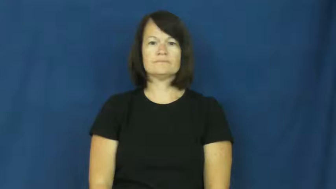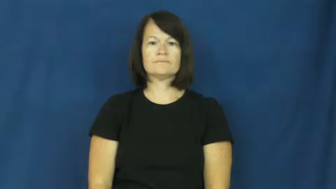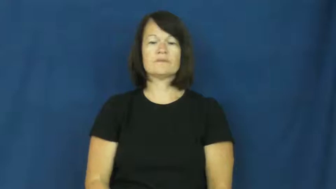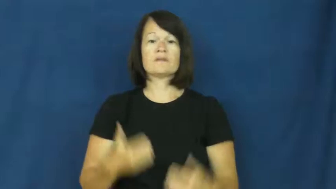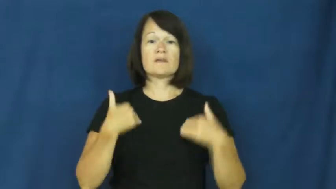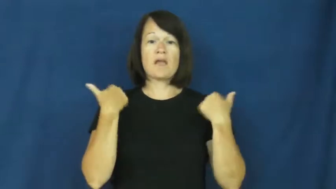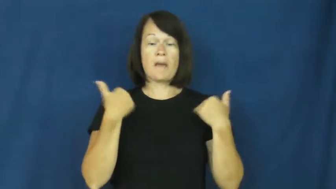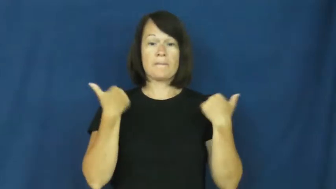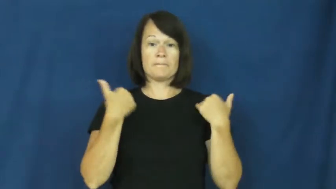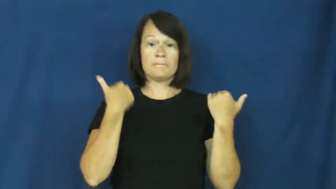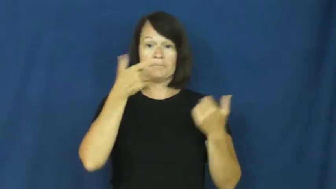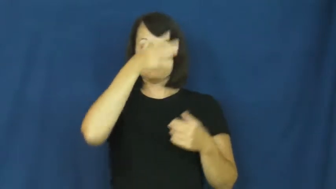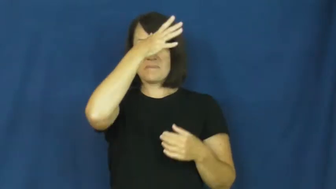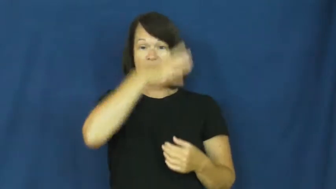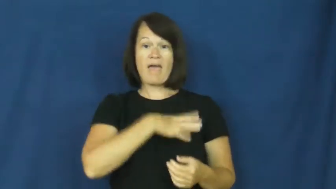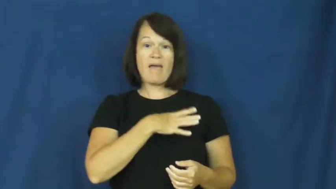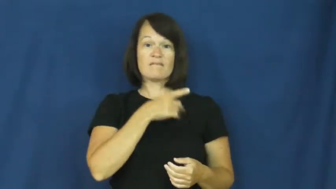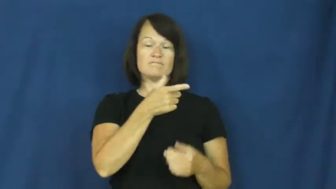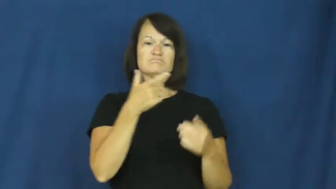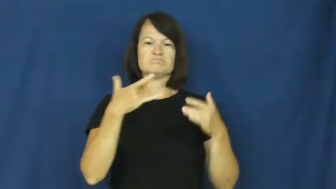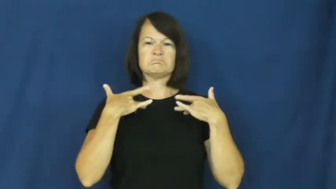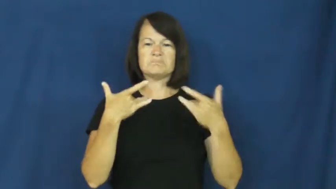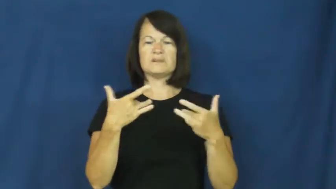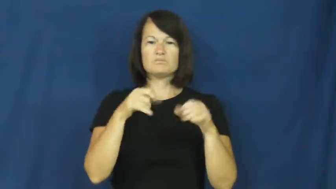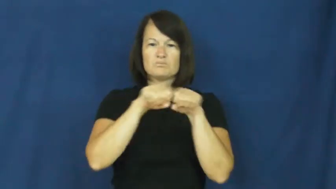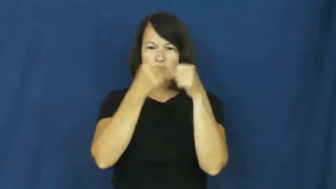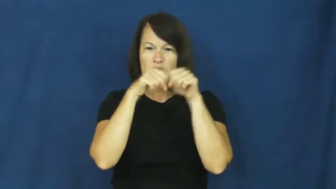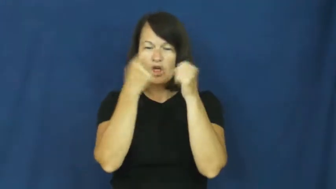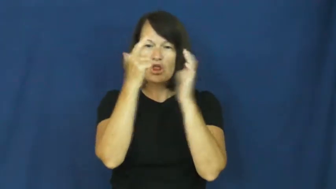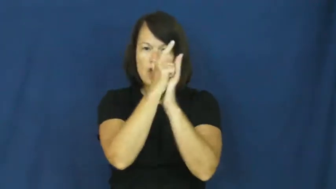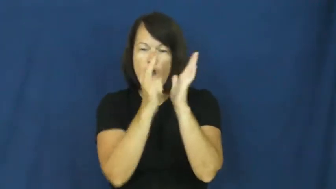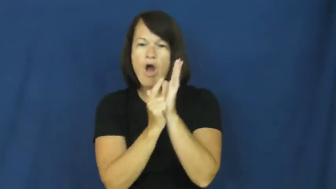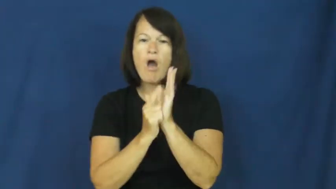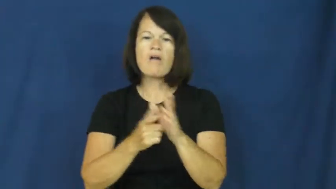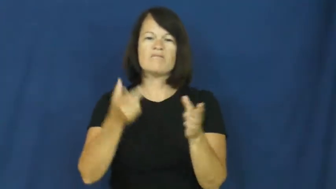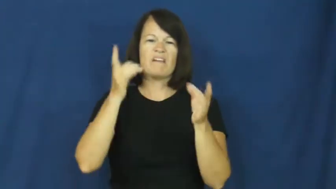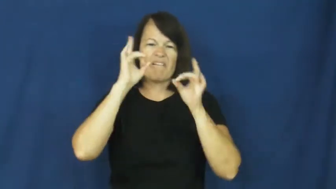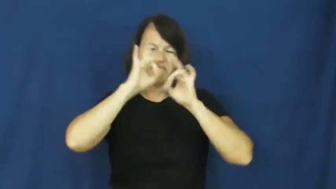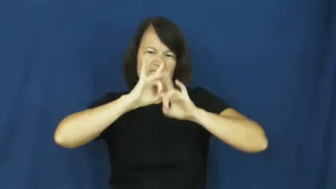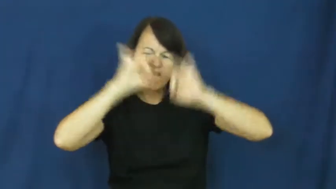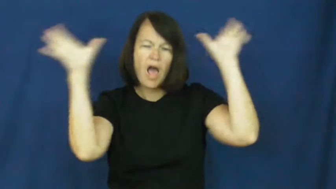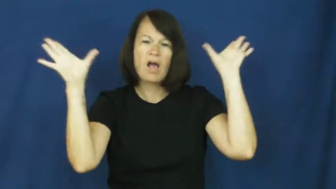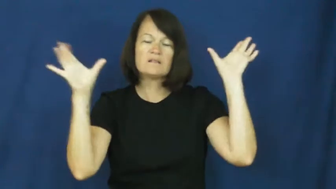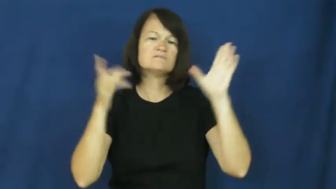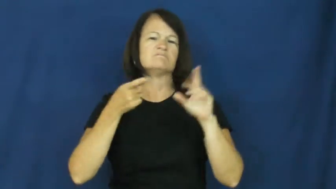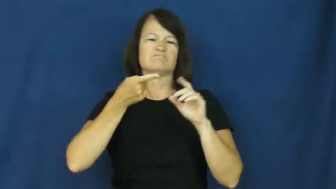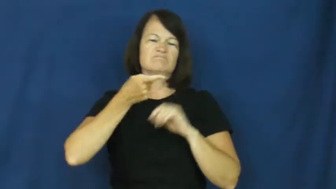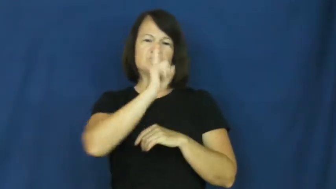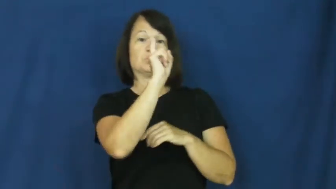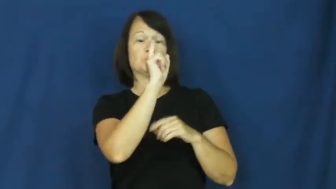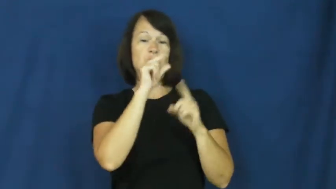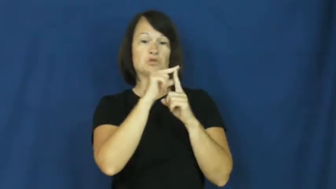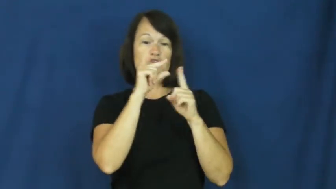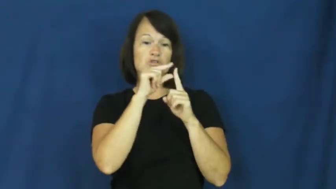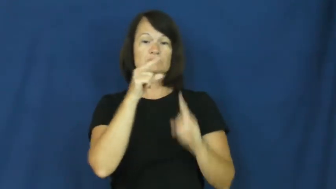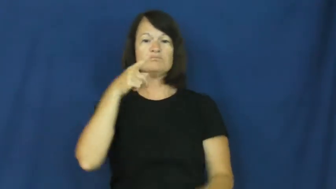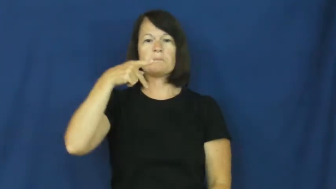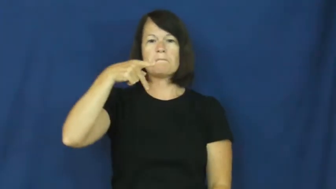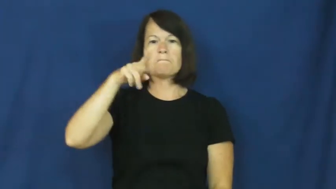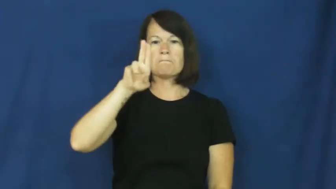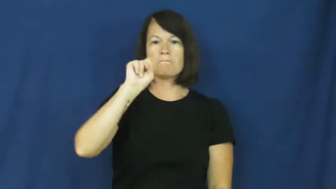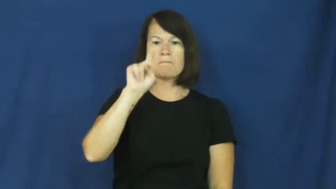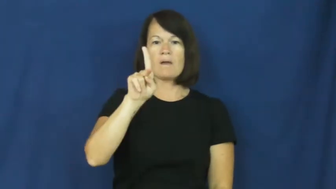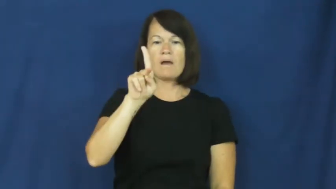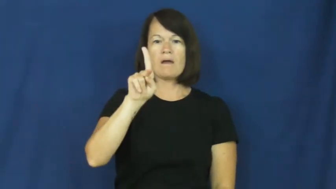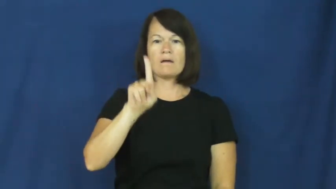punk-insult